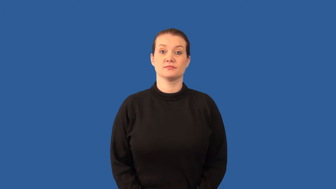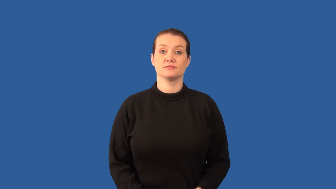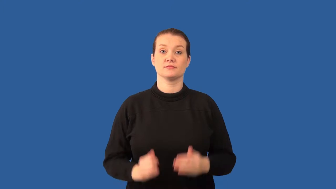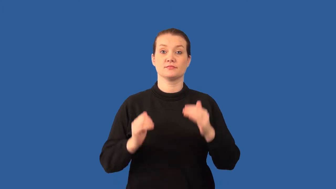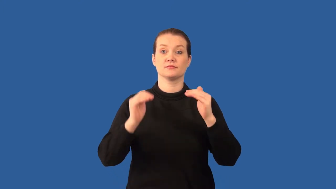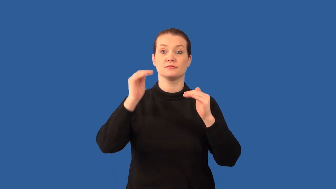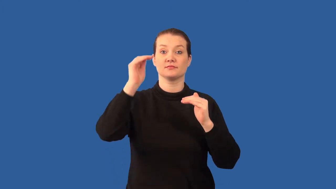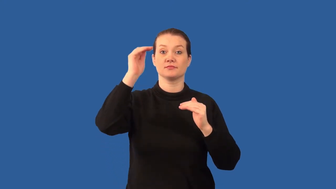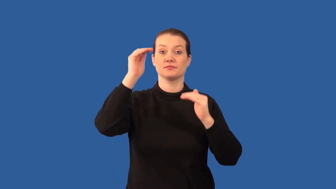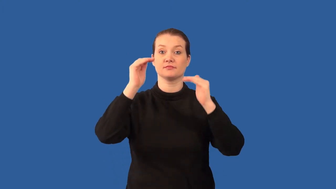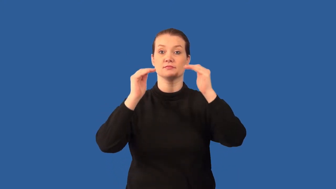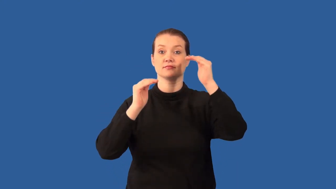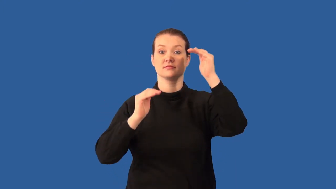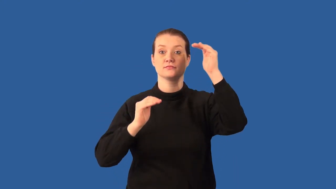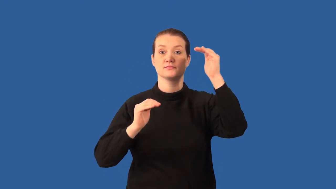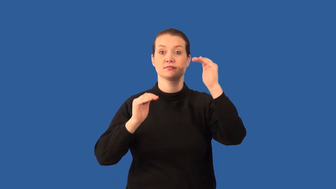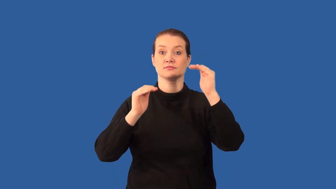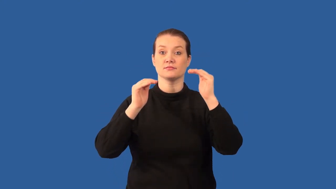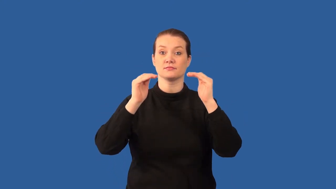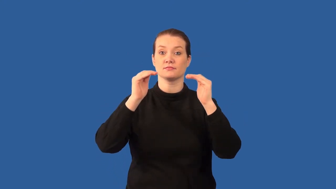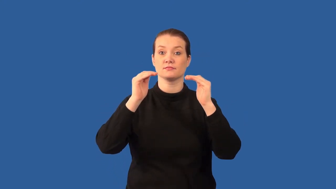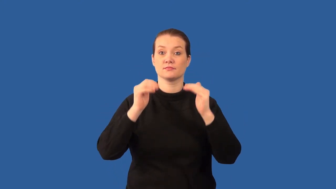equilibrium